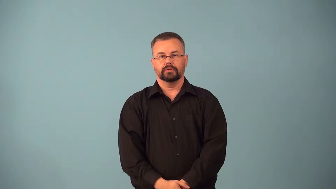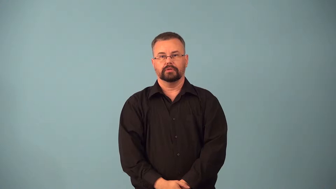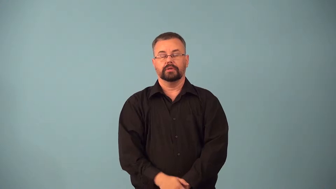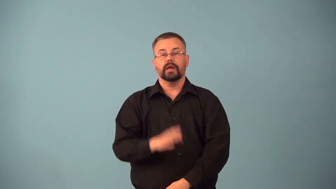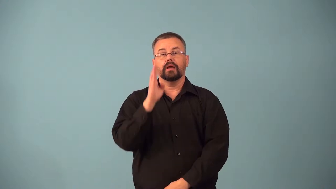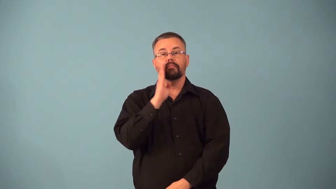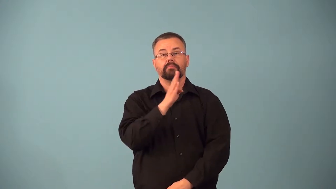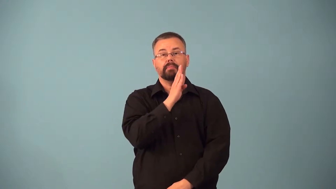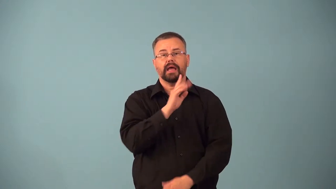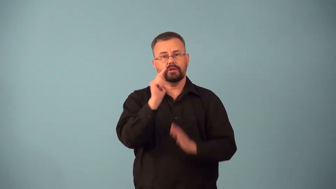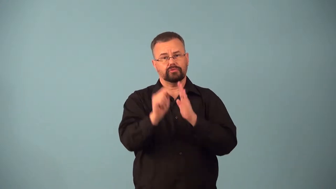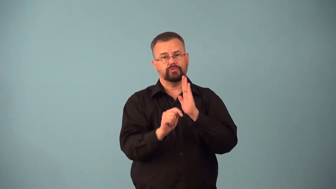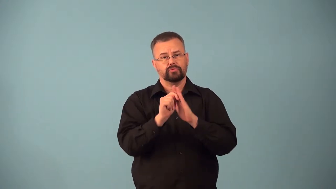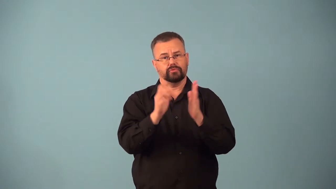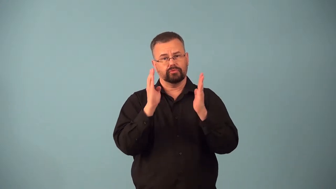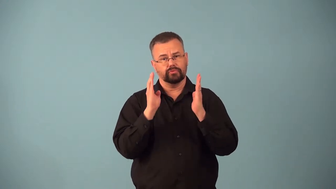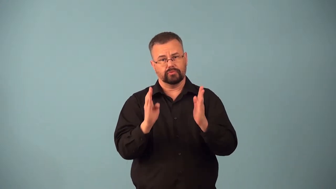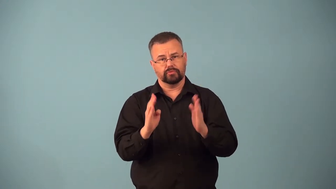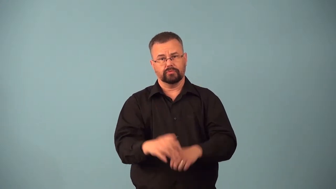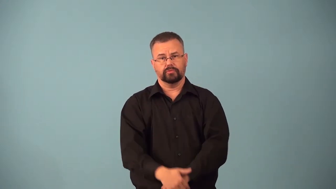bachelorhood